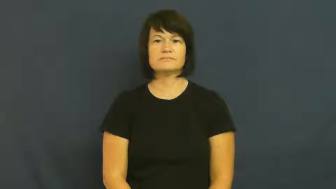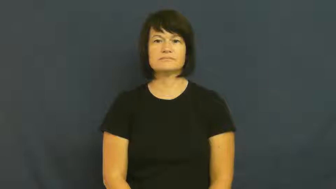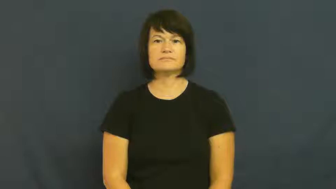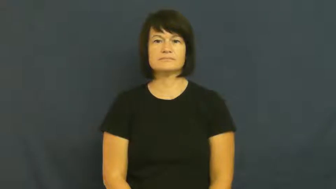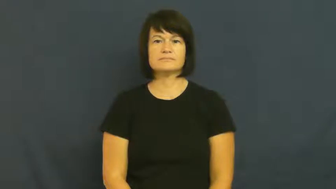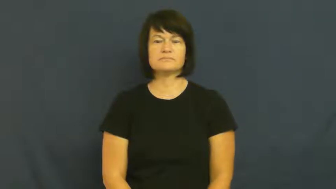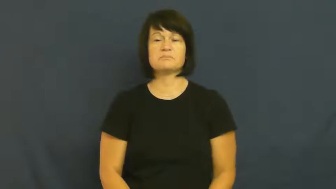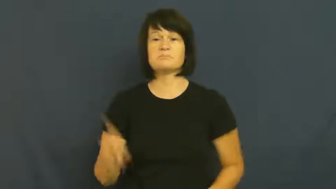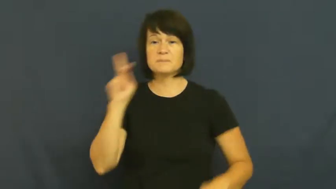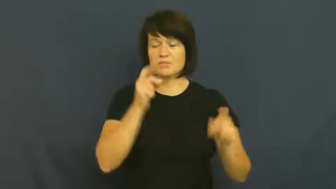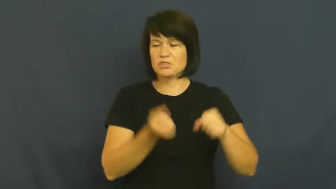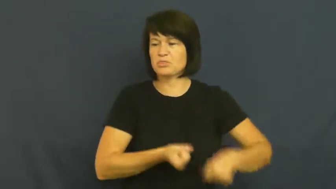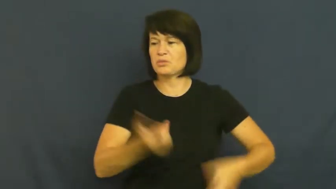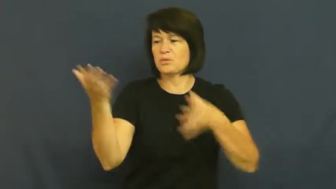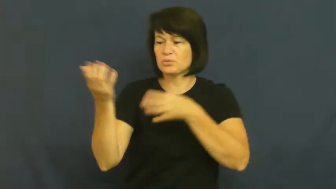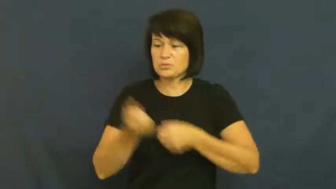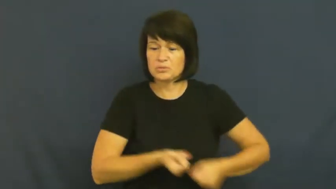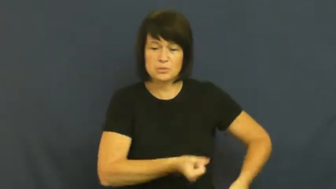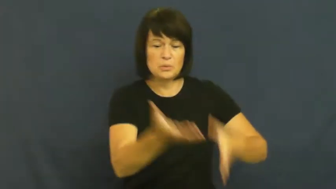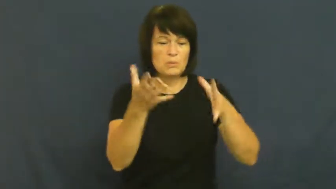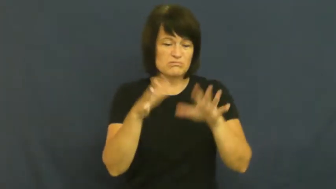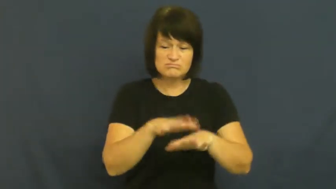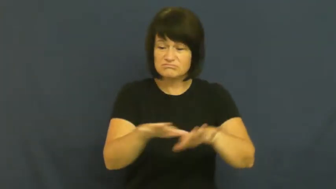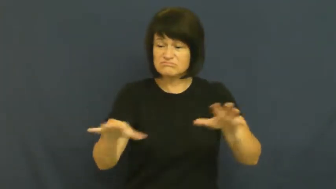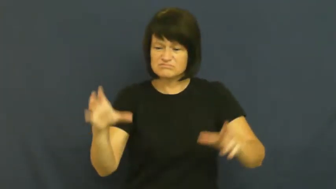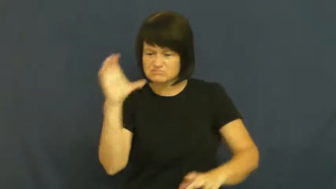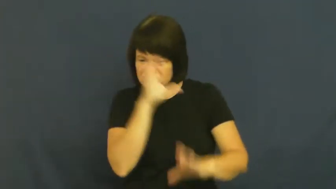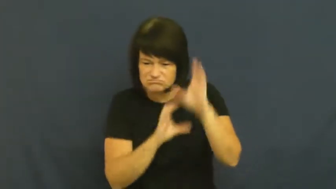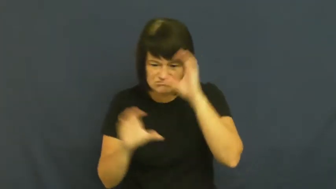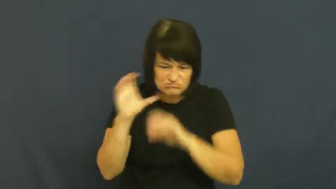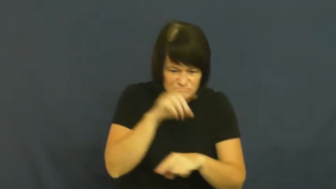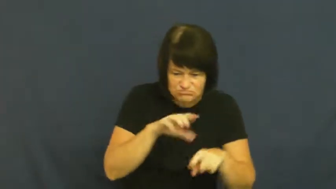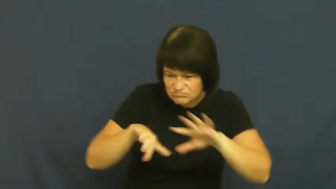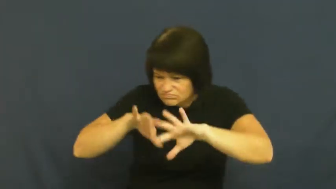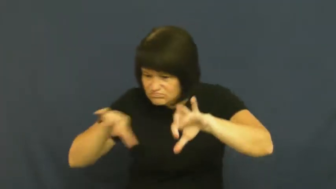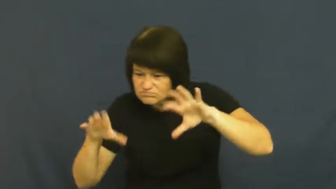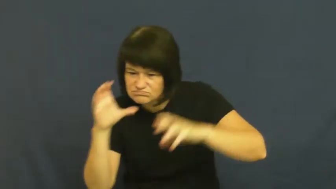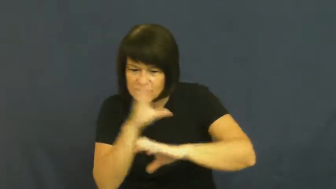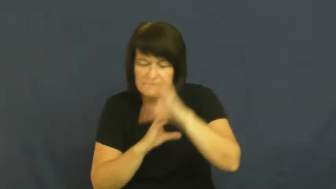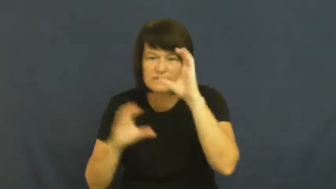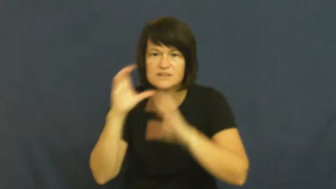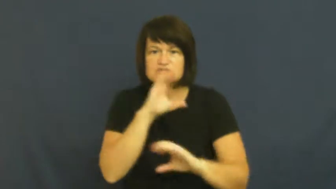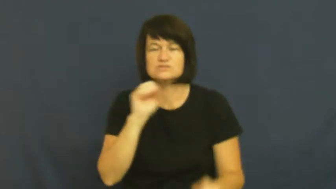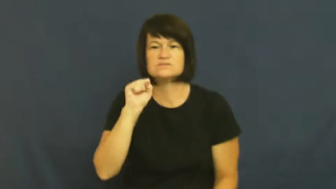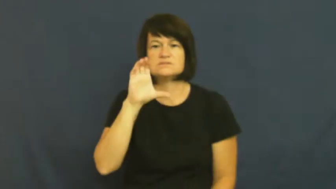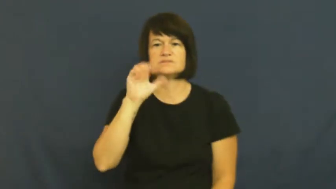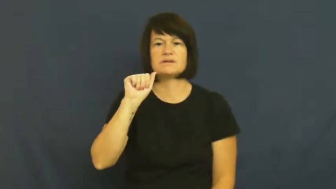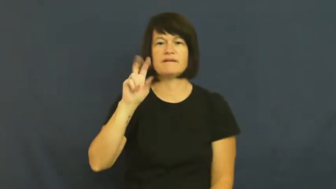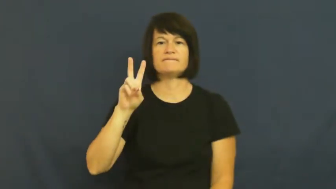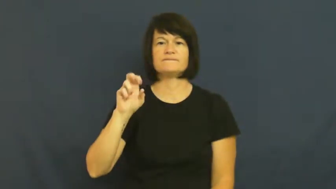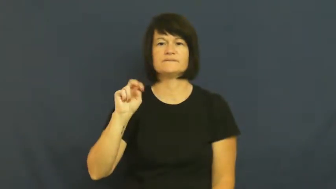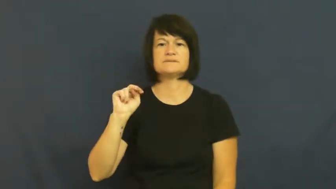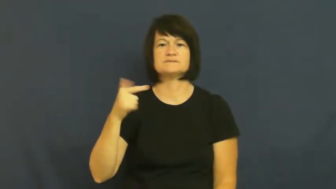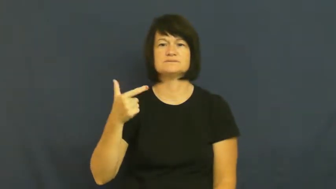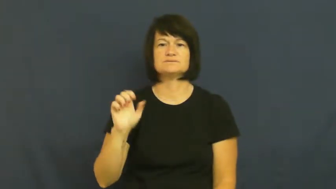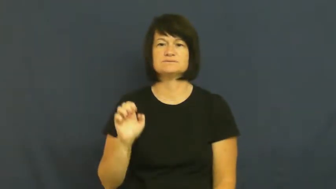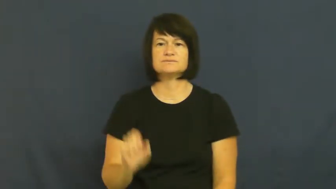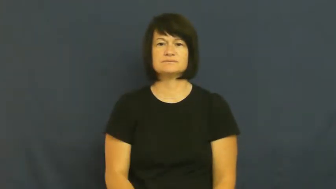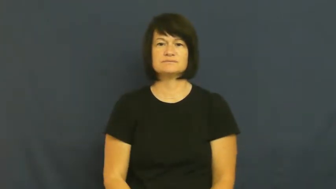scavenge